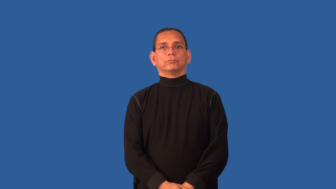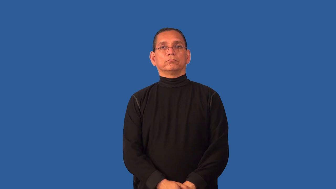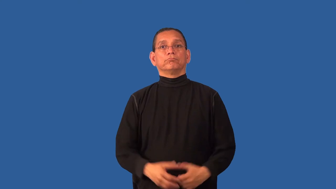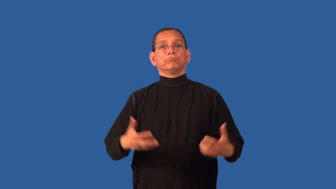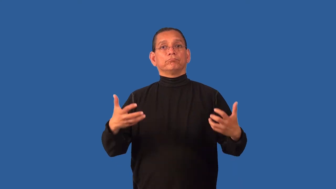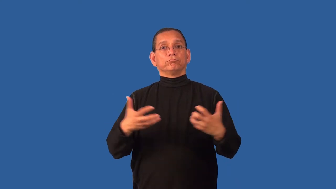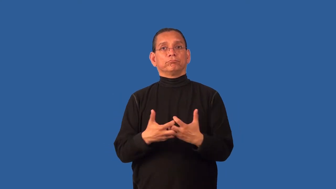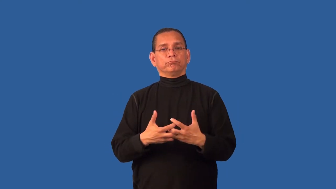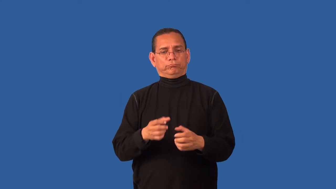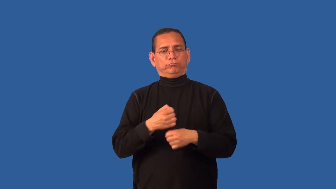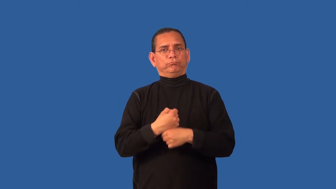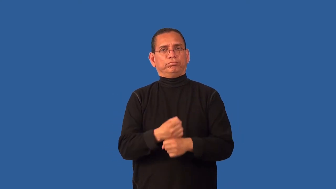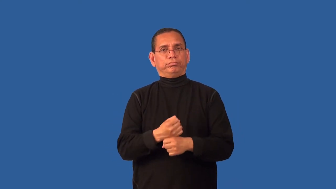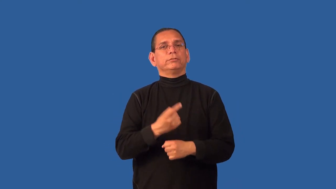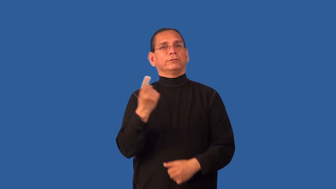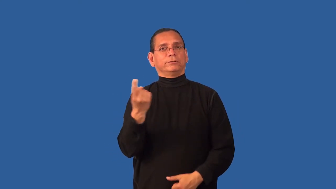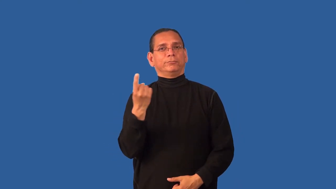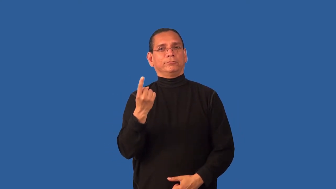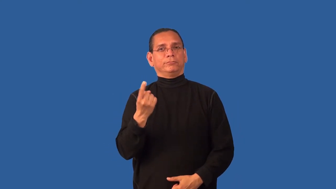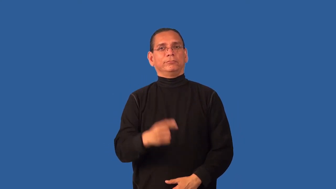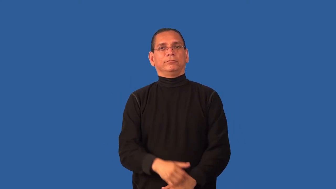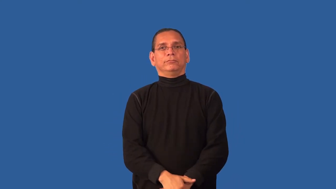constitute